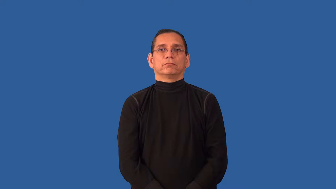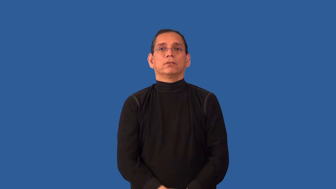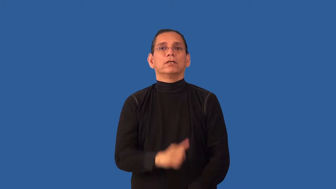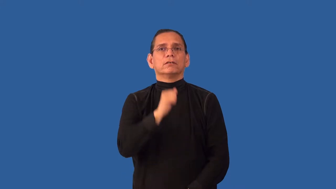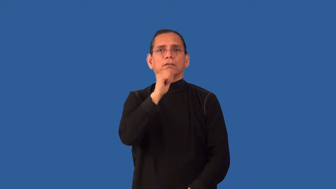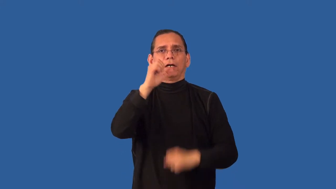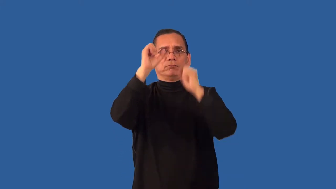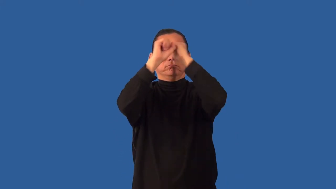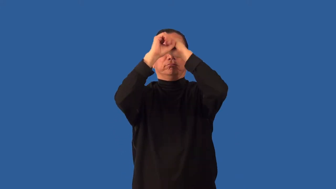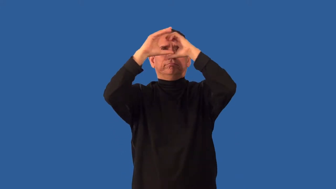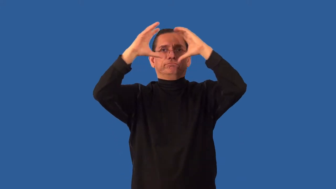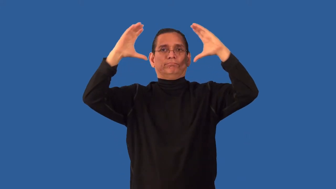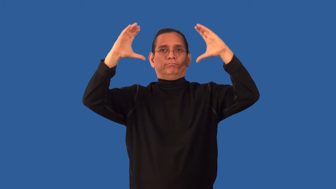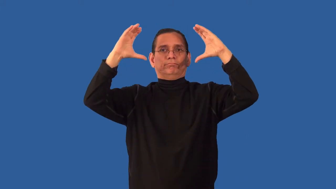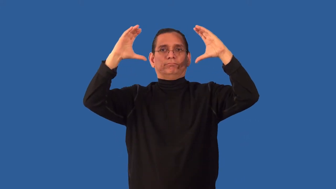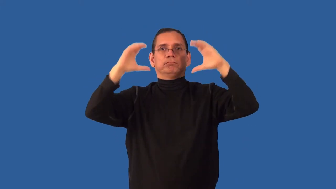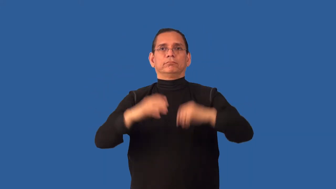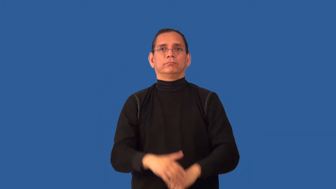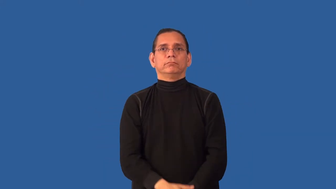undreamed